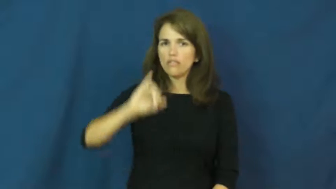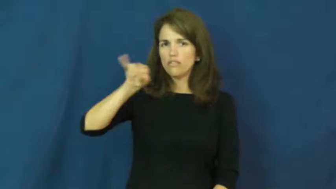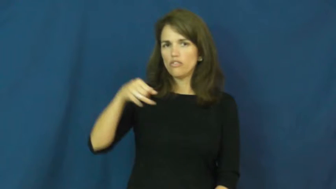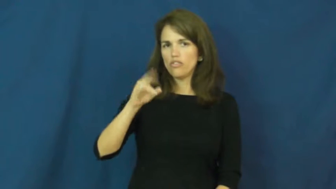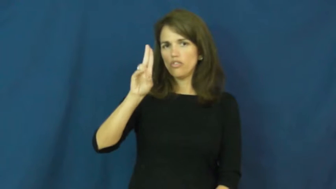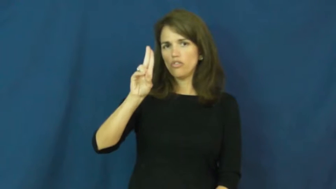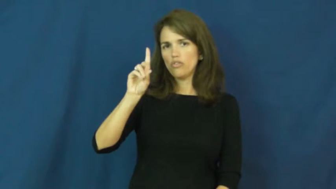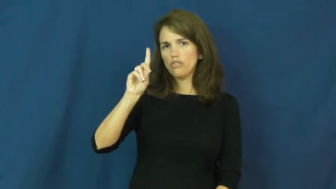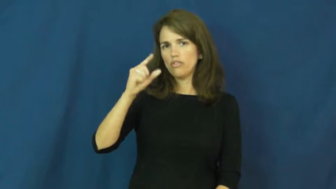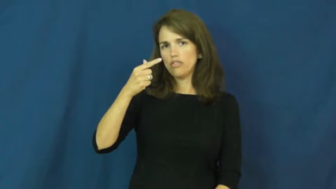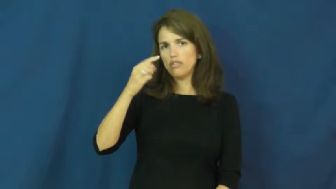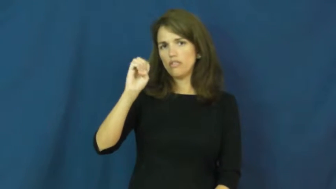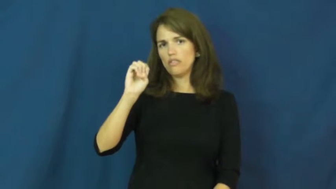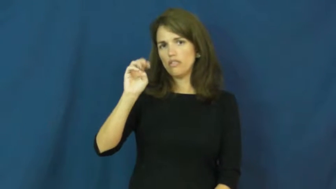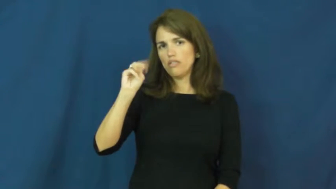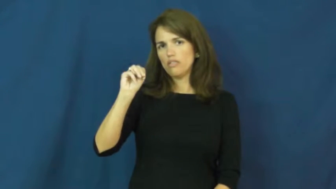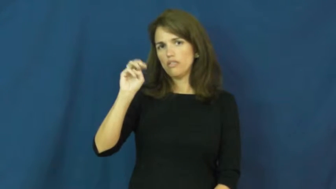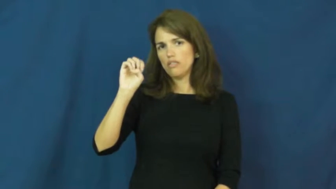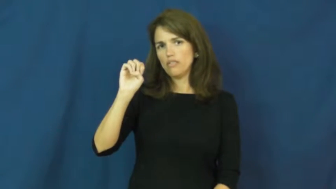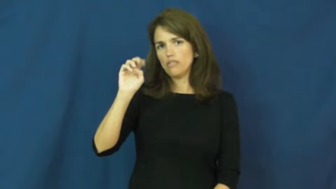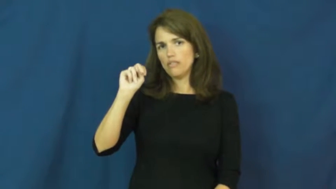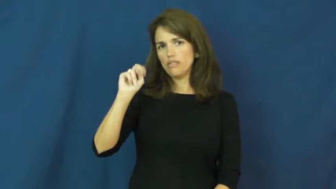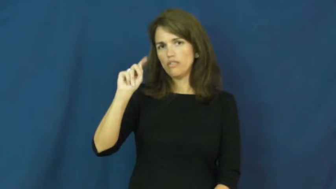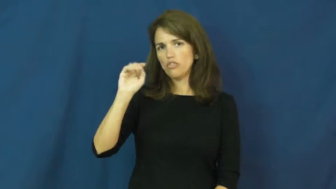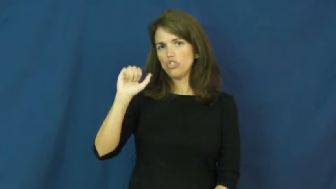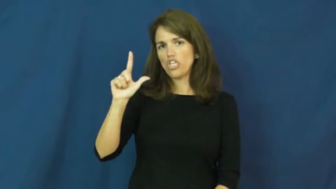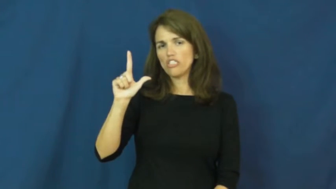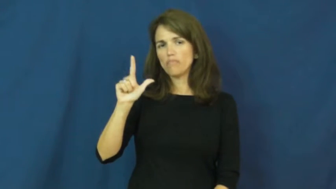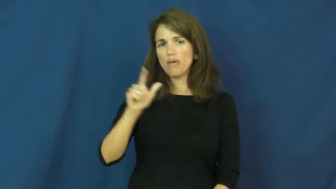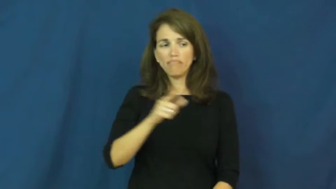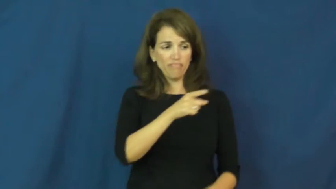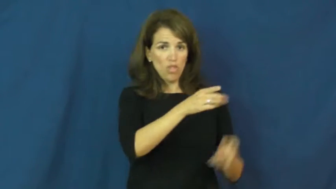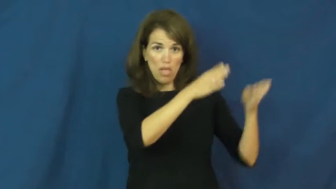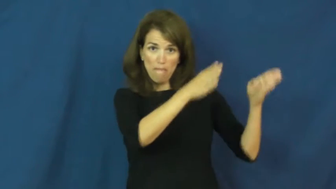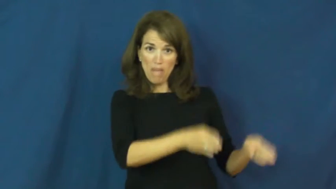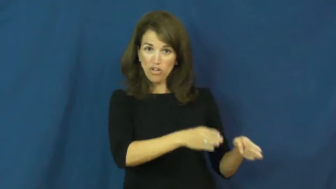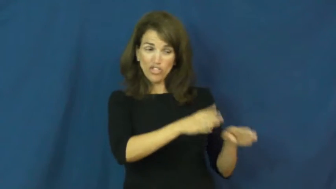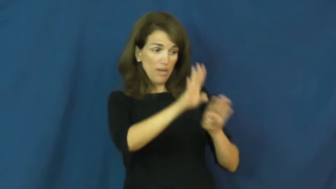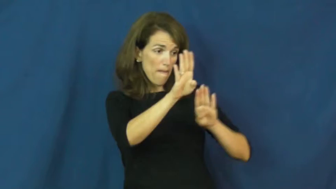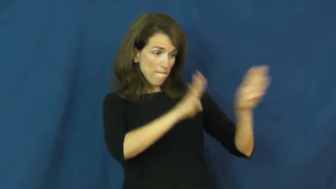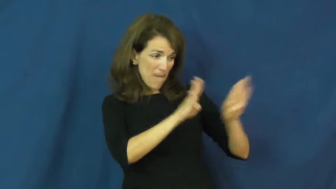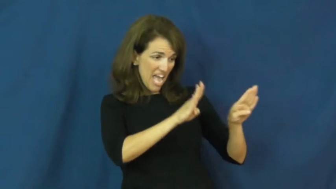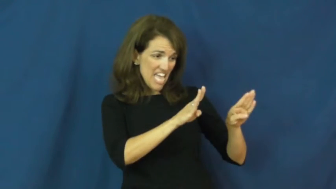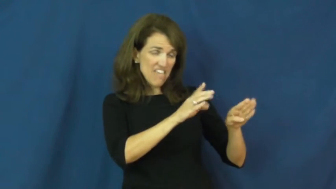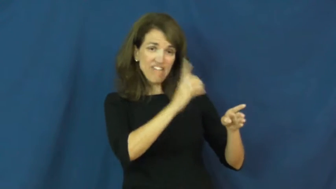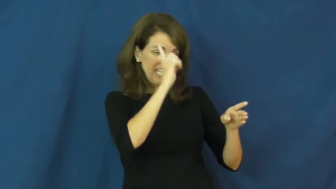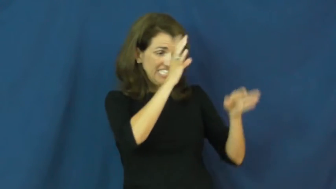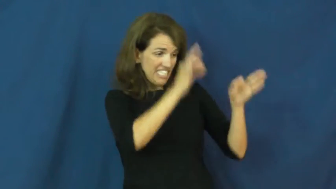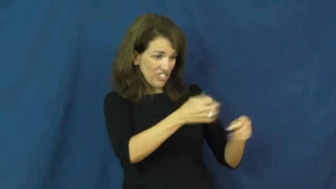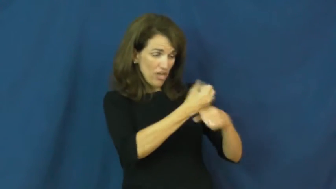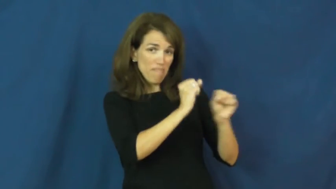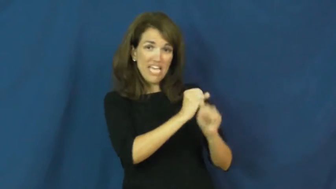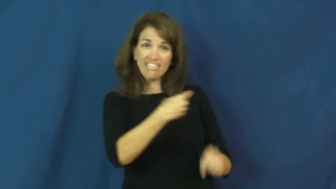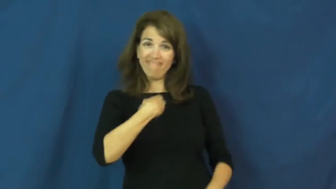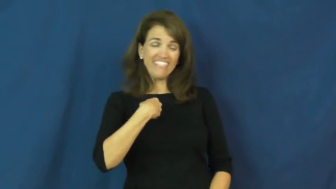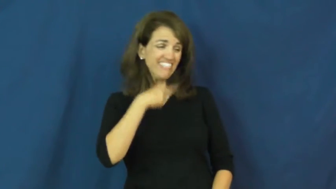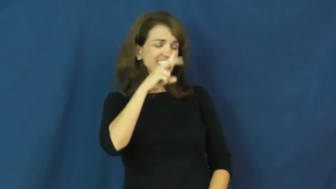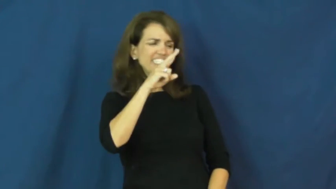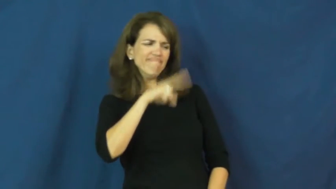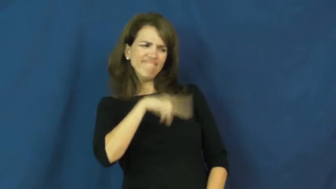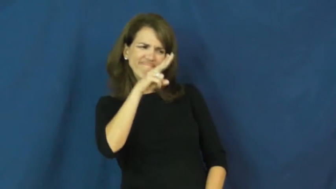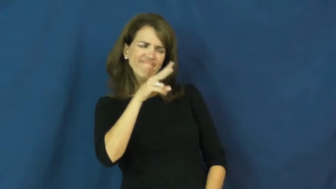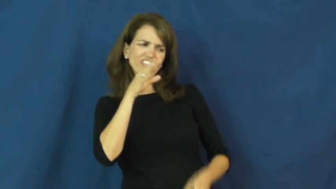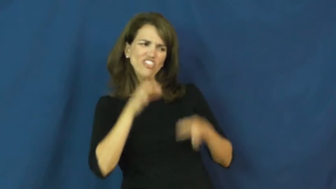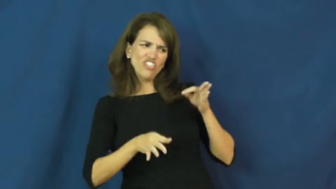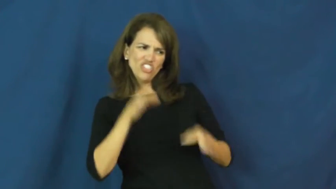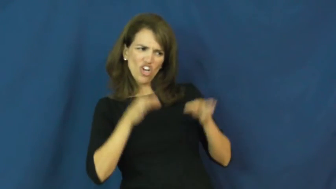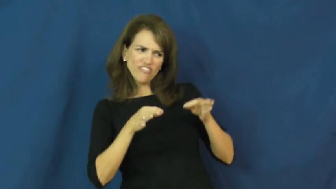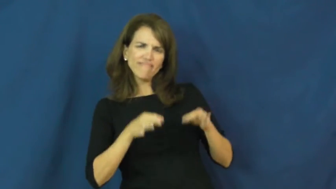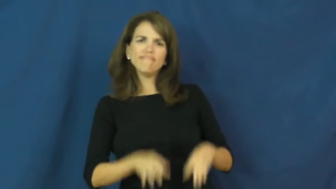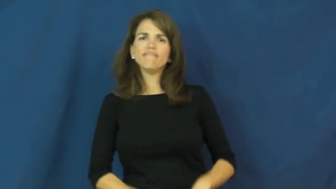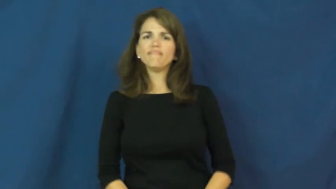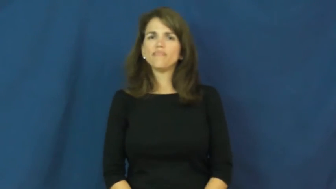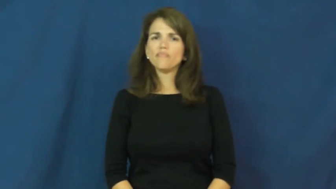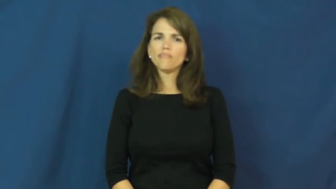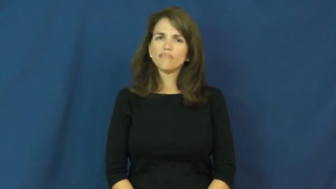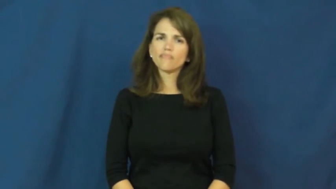judgmental